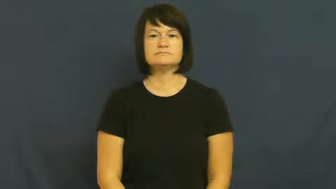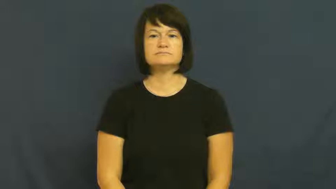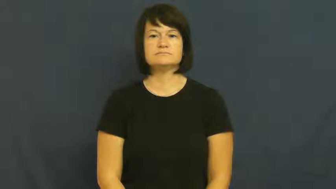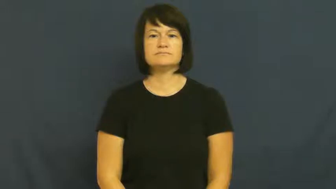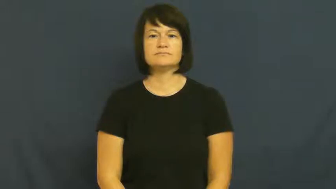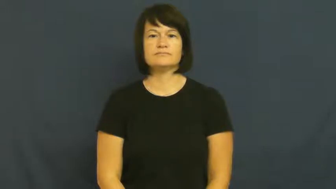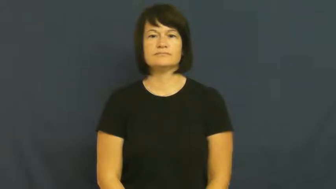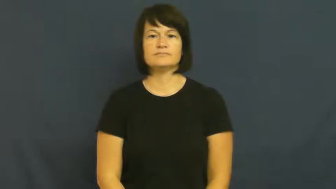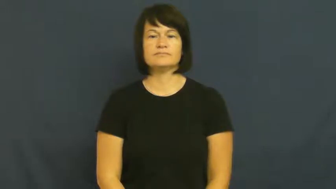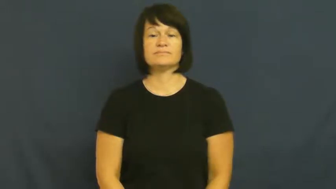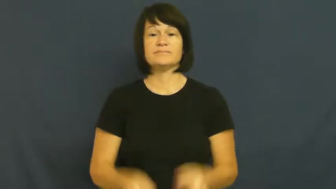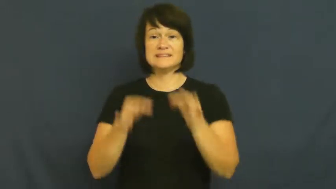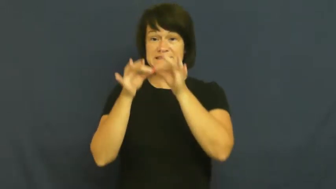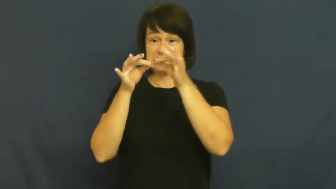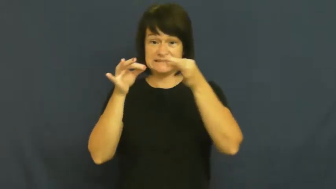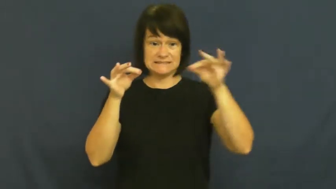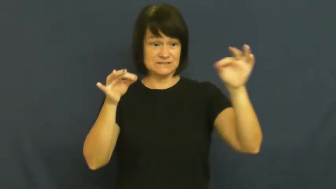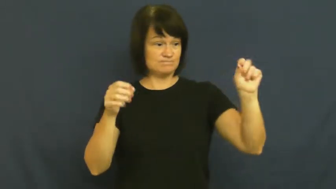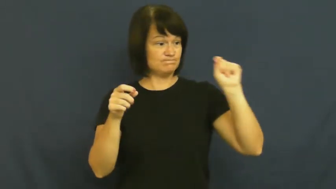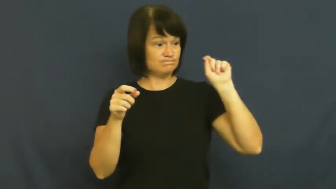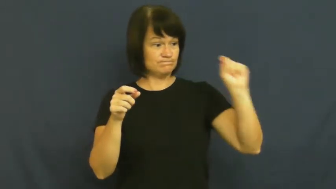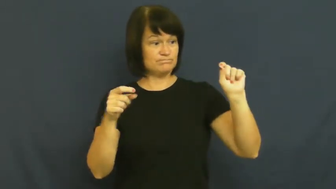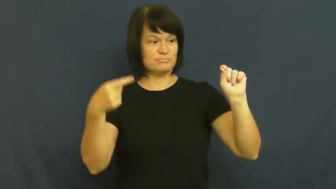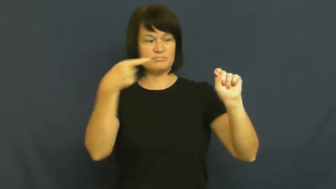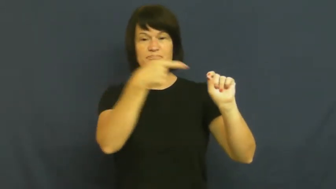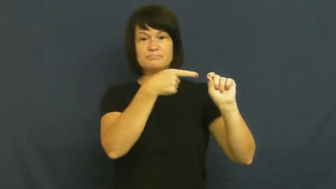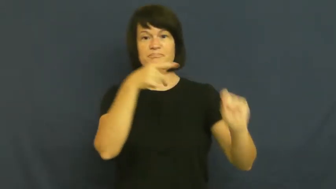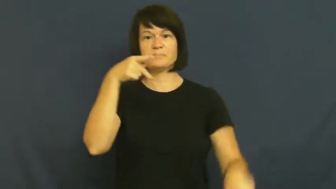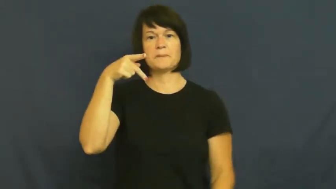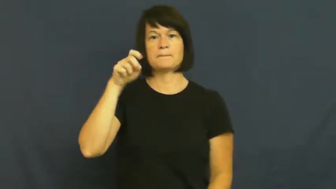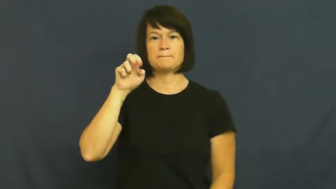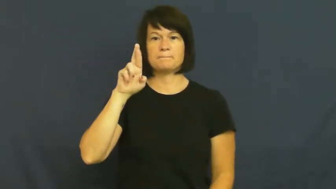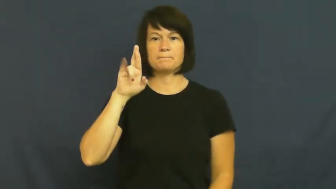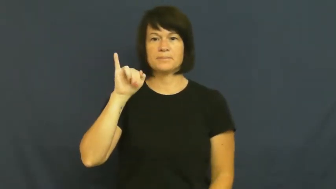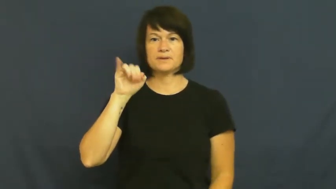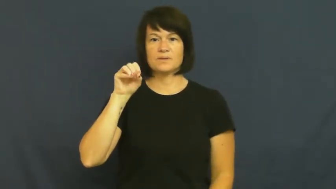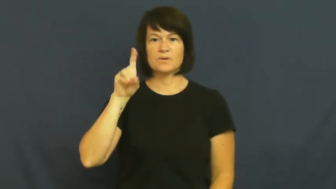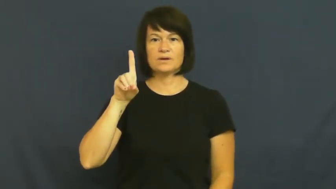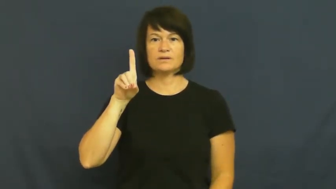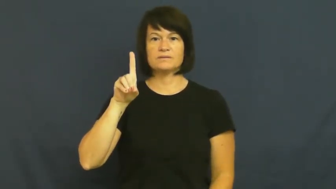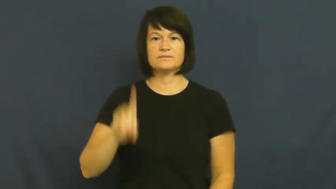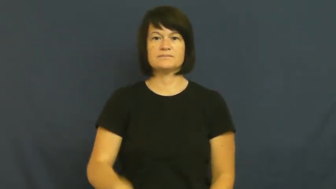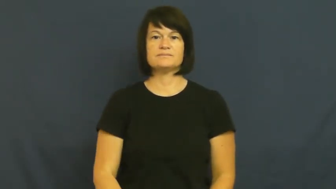period-sentence